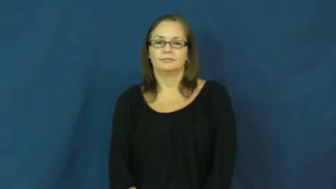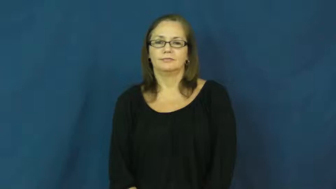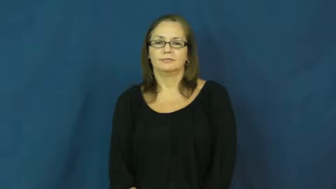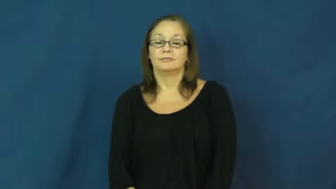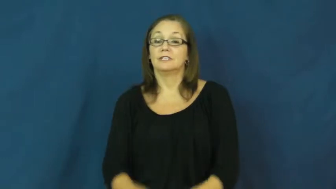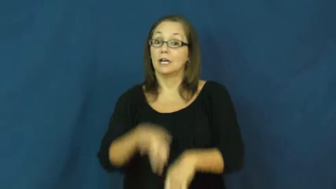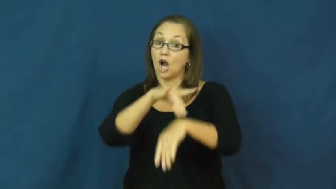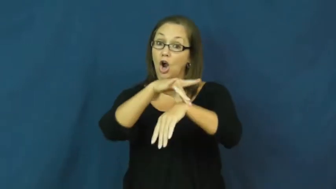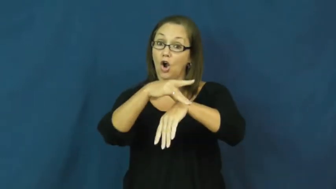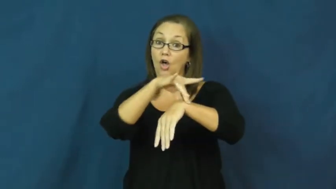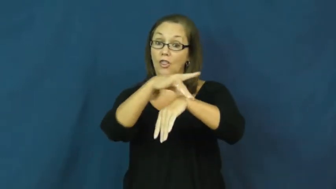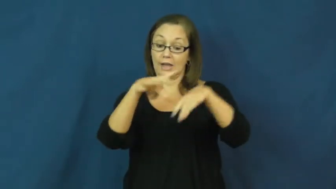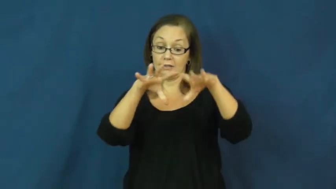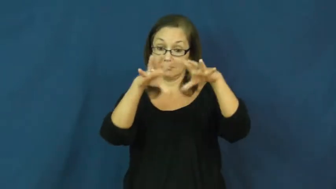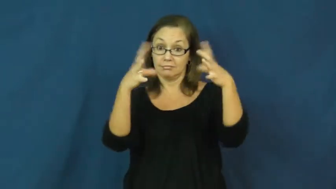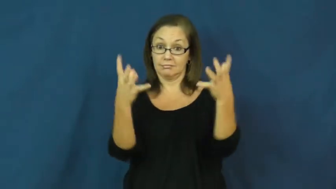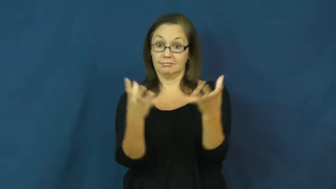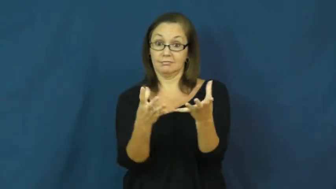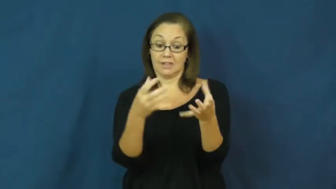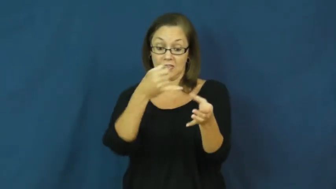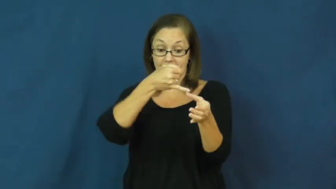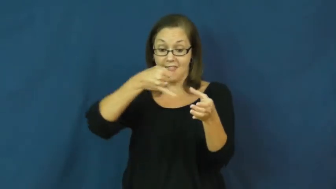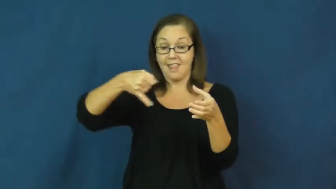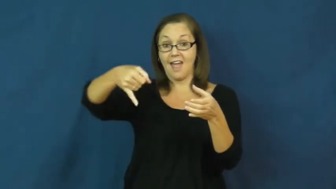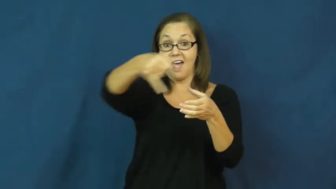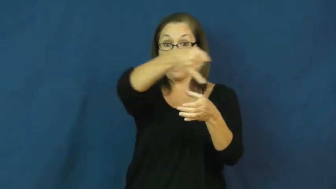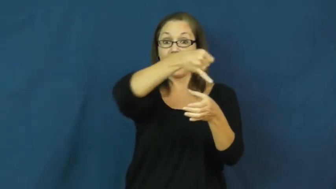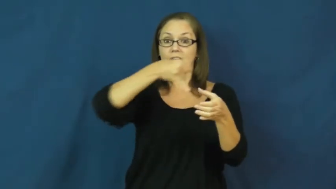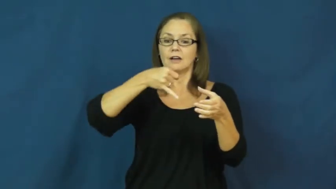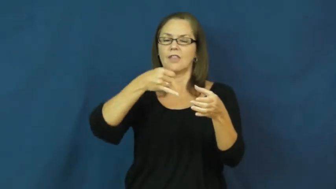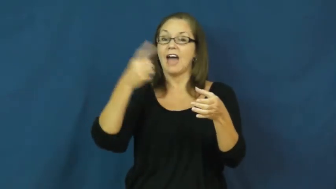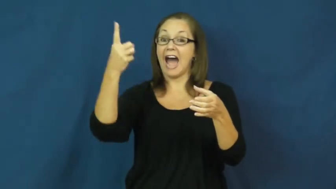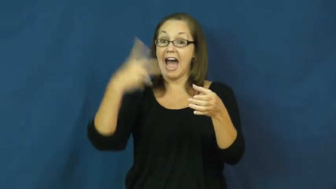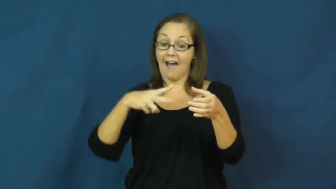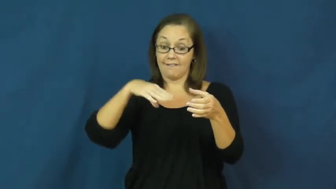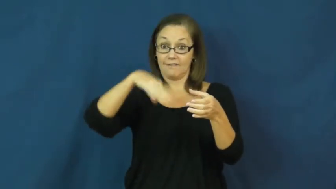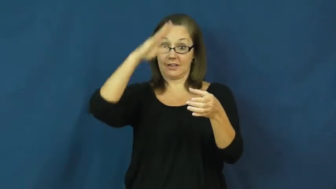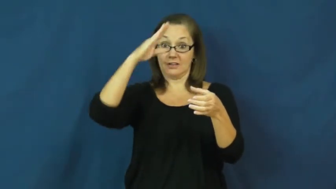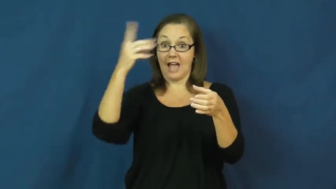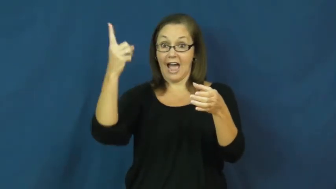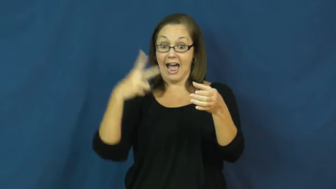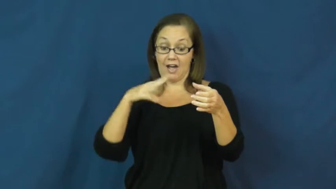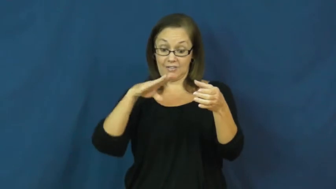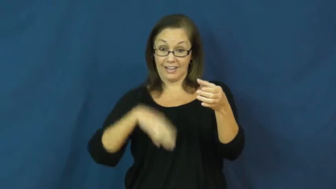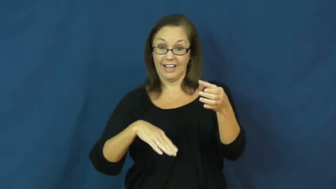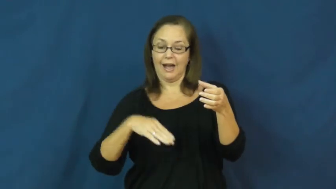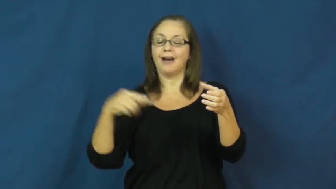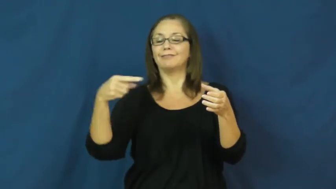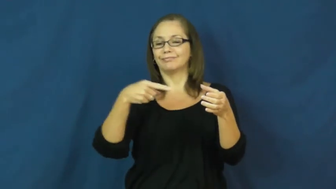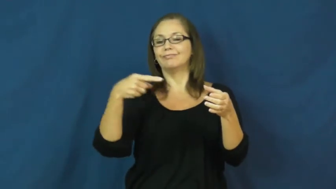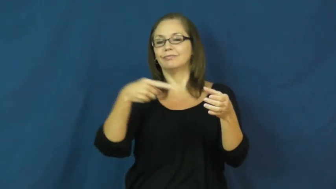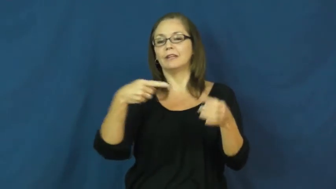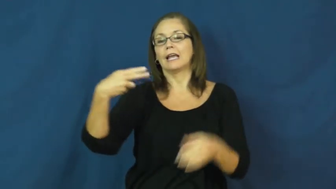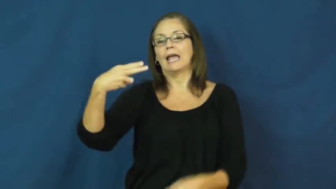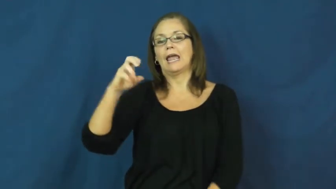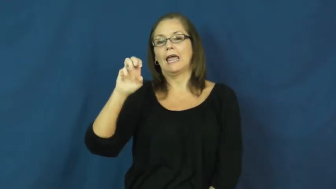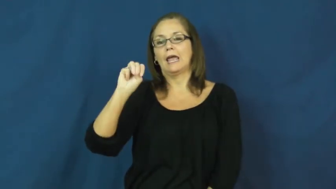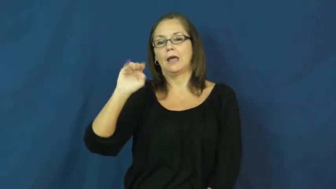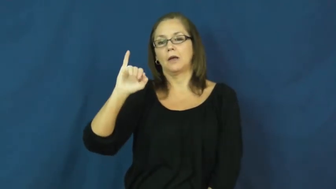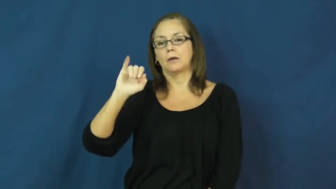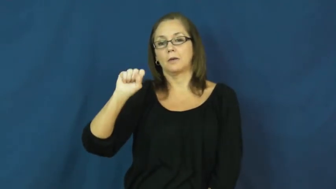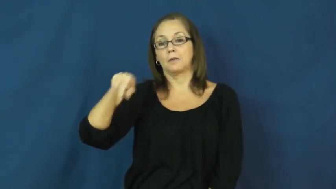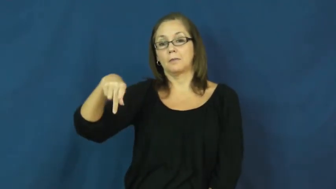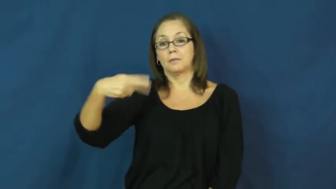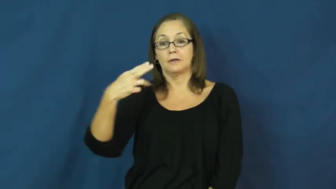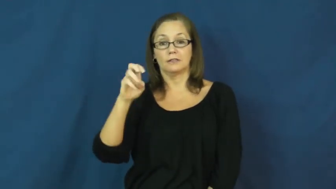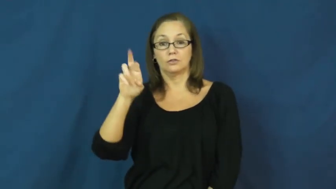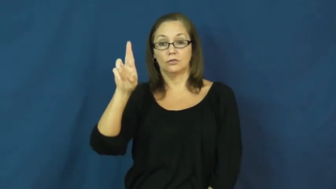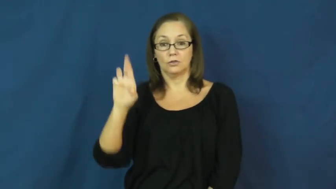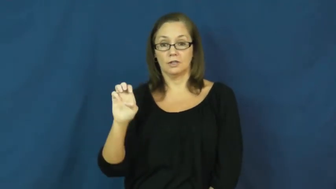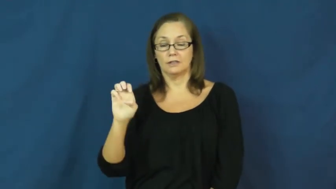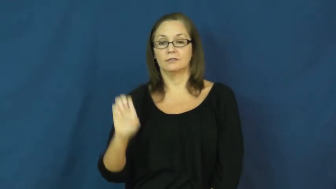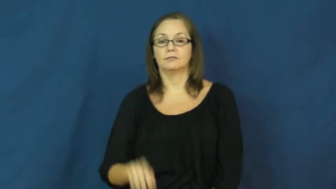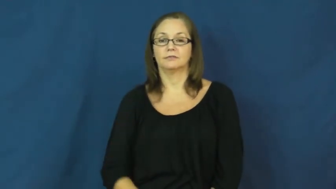hemisphere-earth